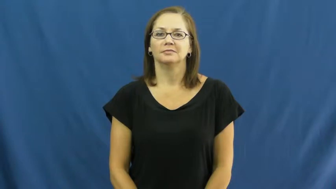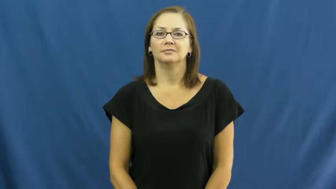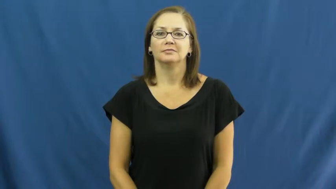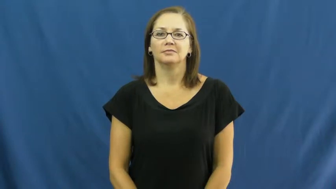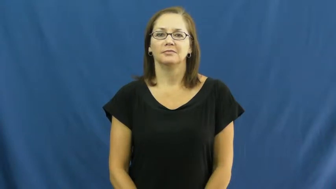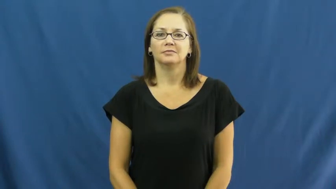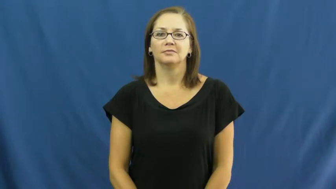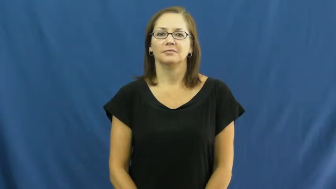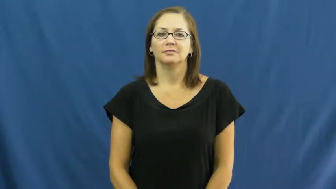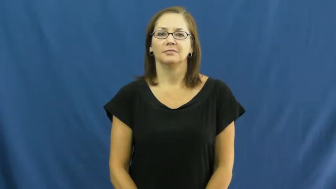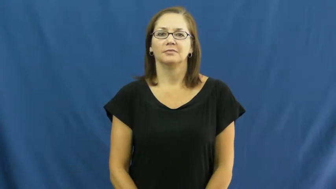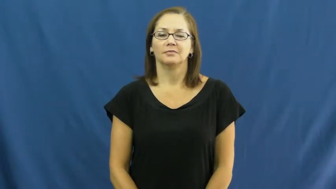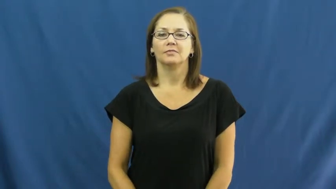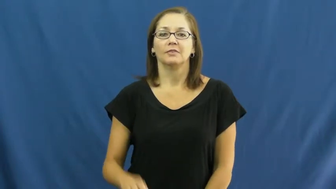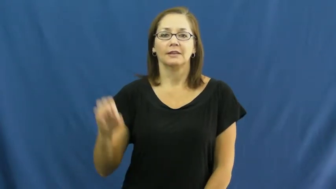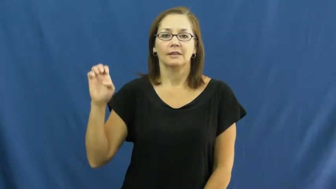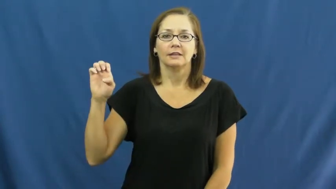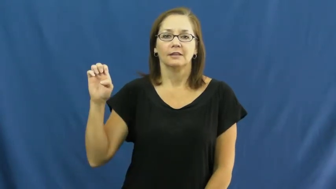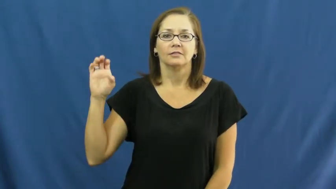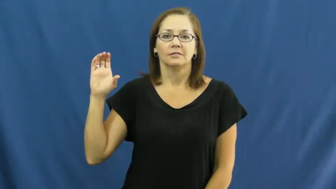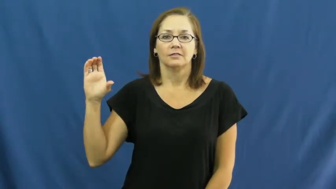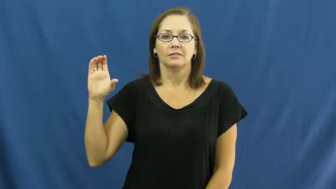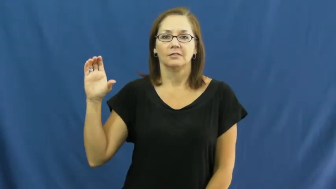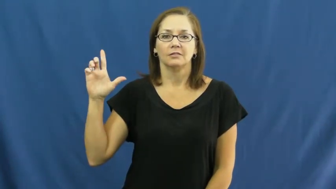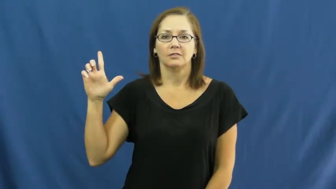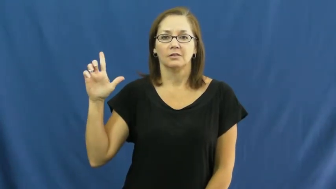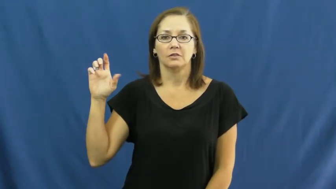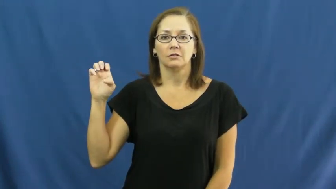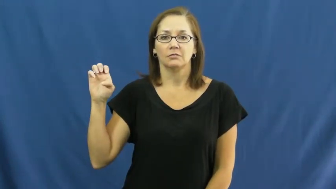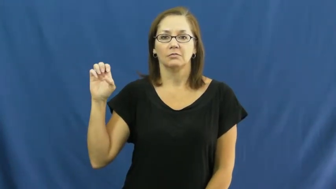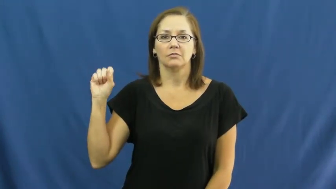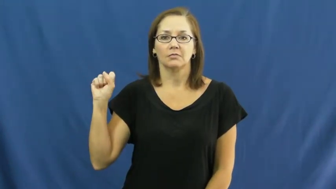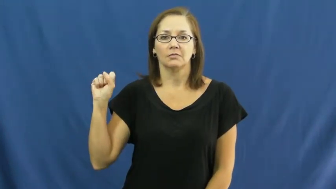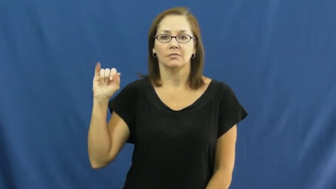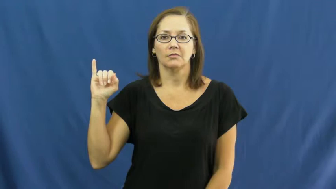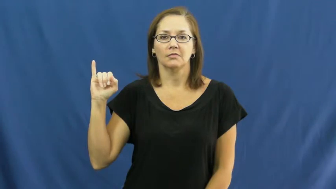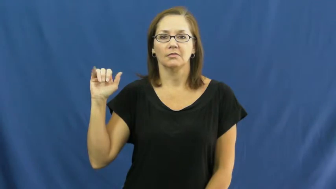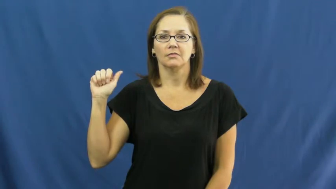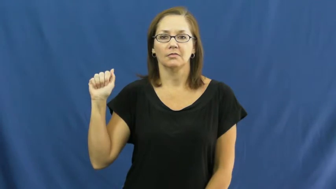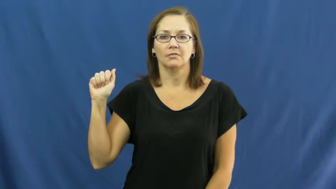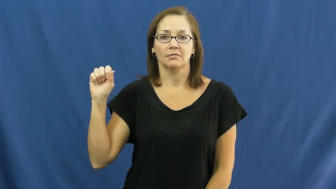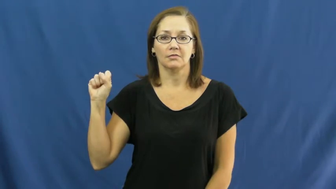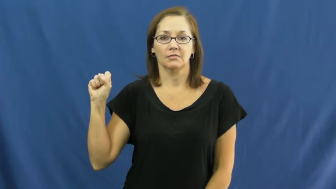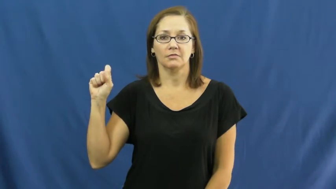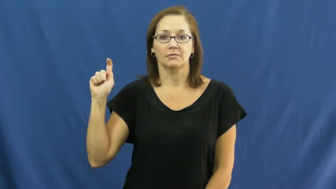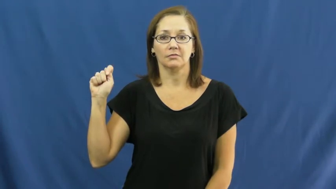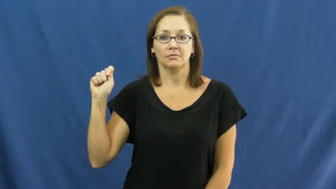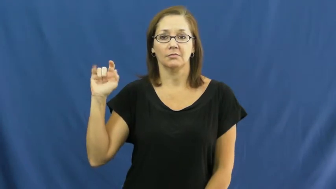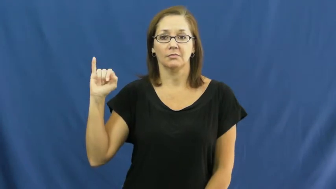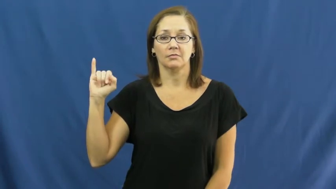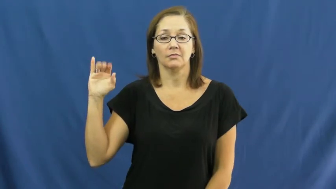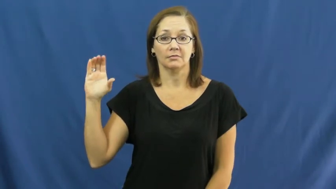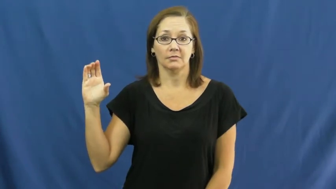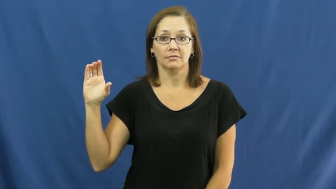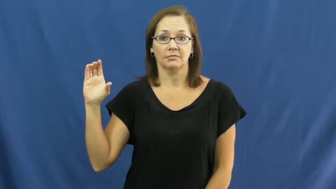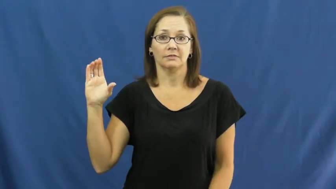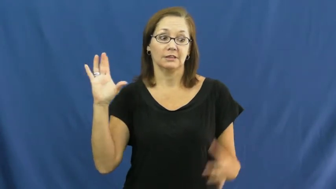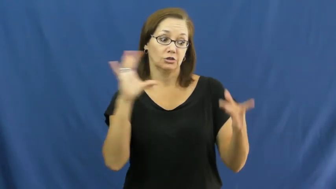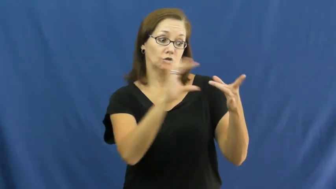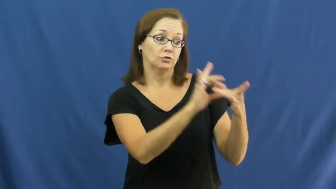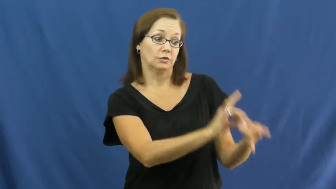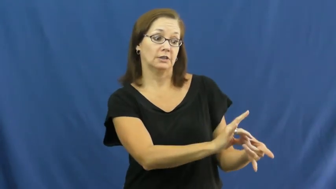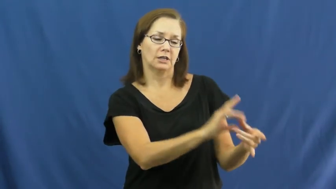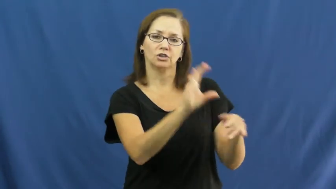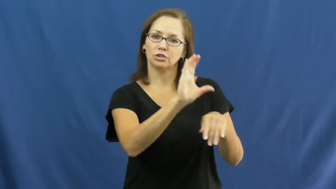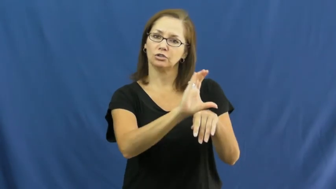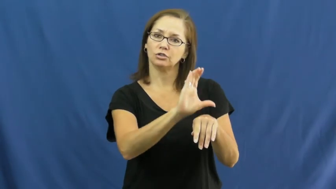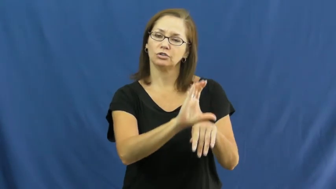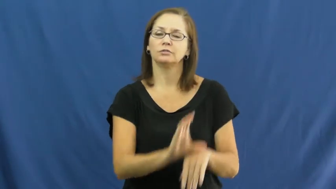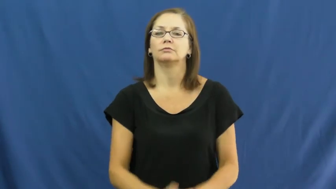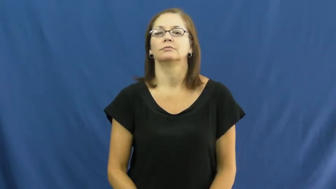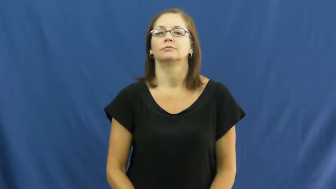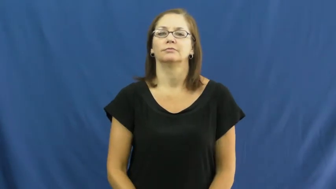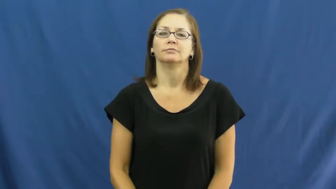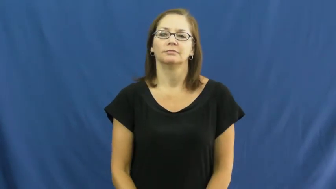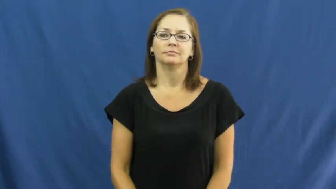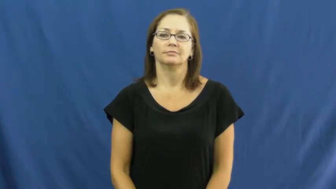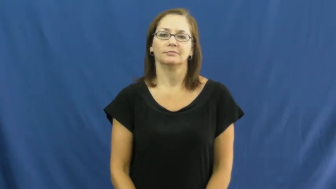ecclesiastic